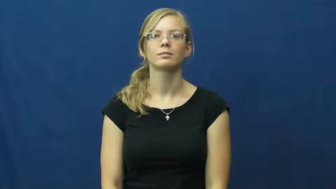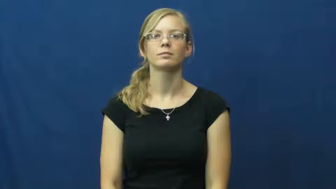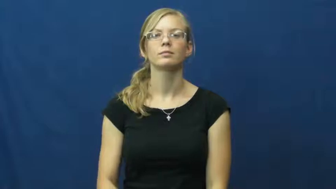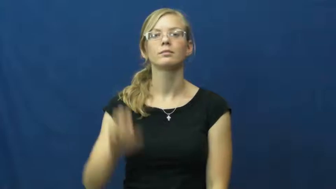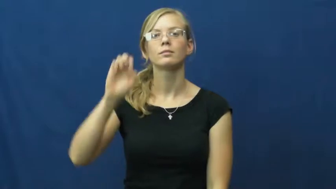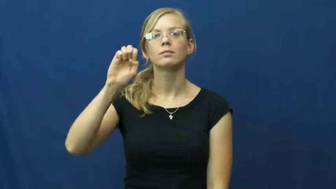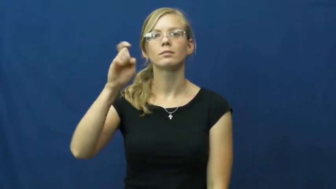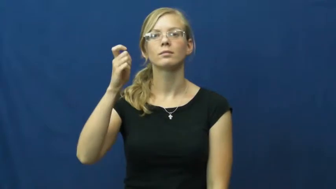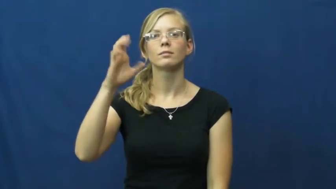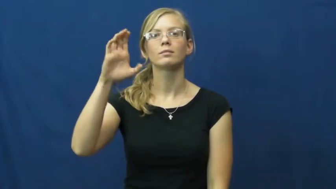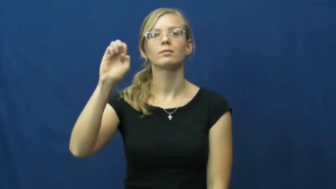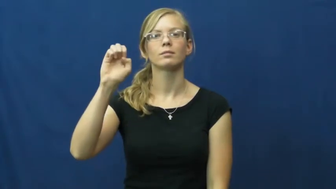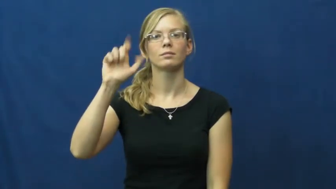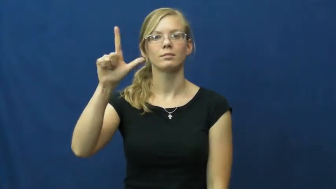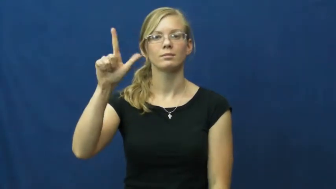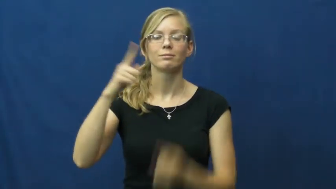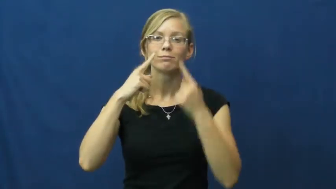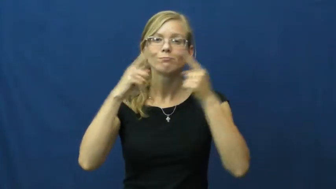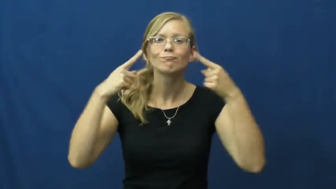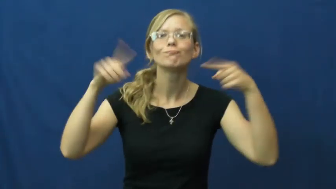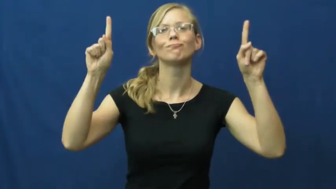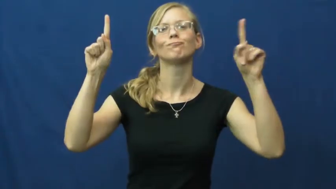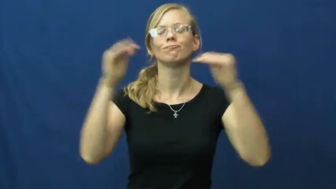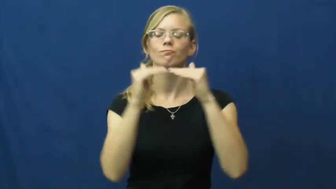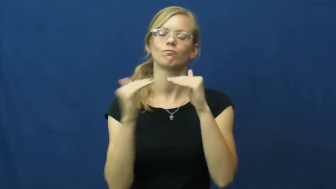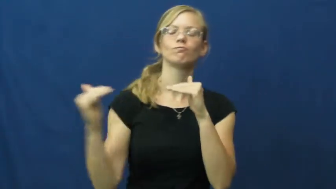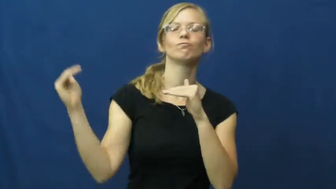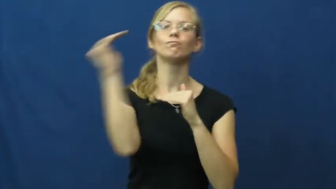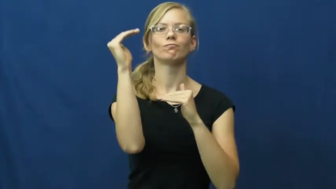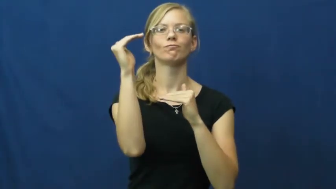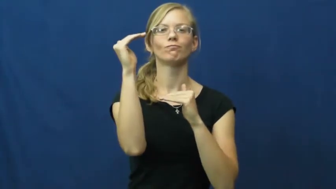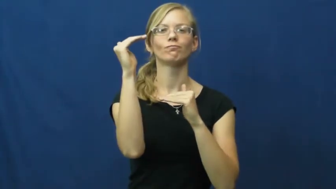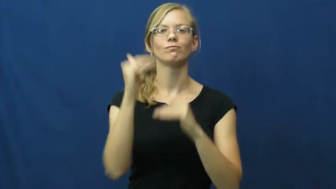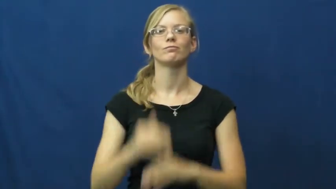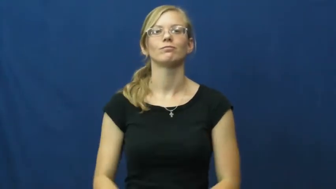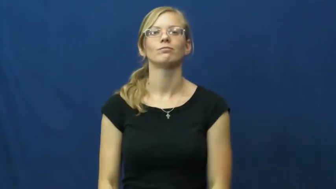excel,excel at,excel in